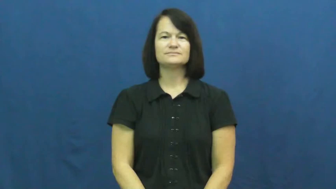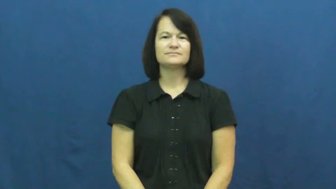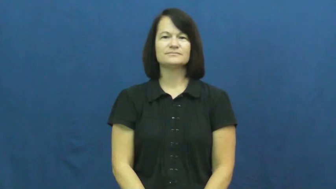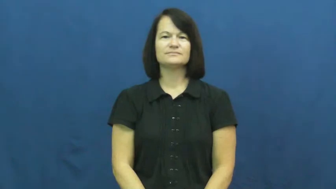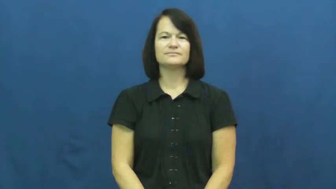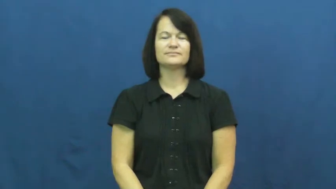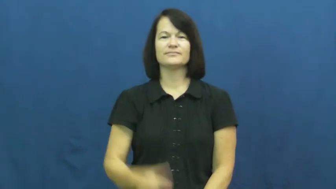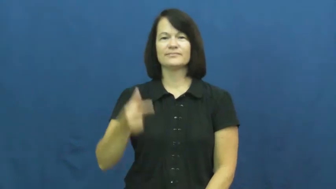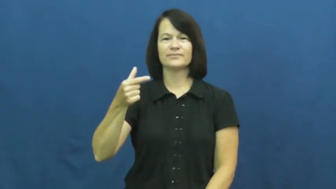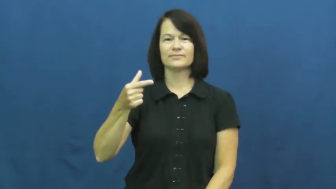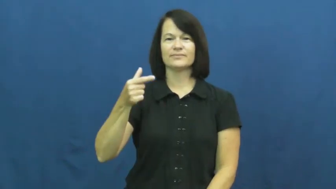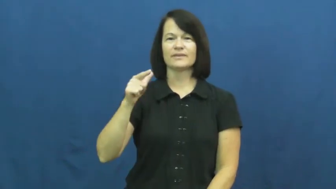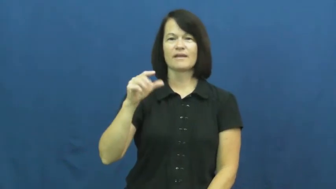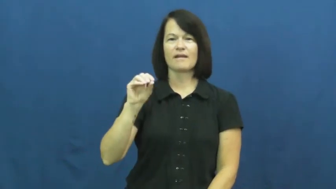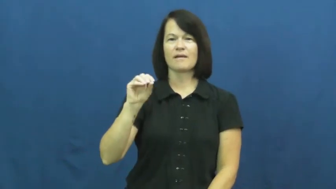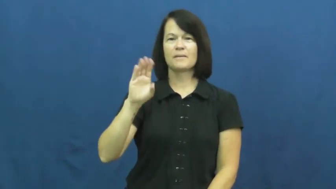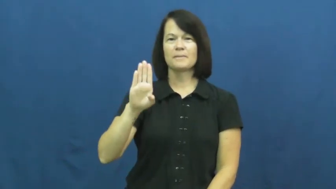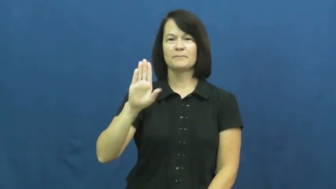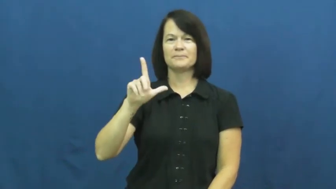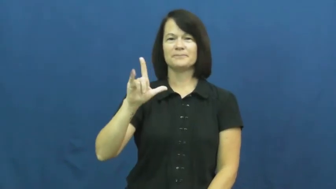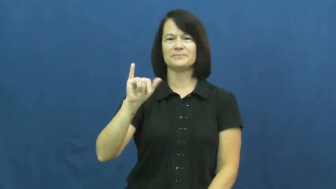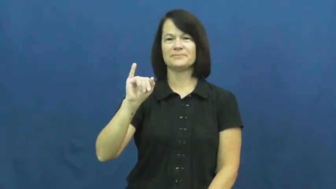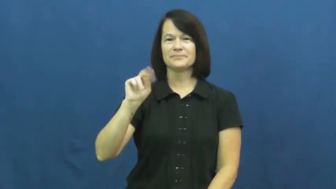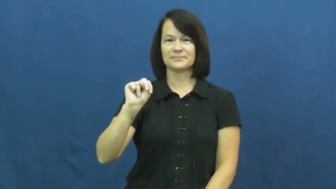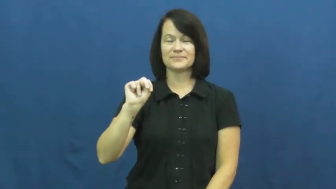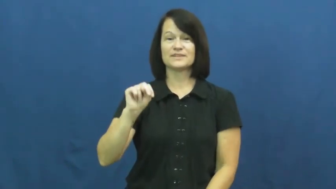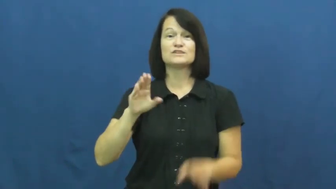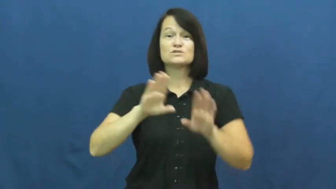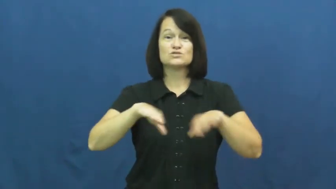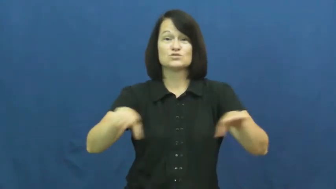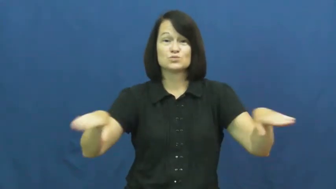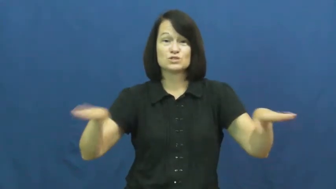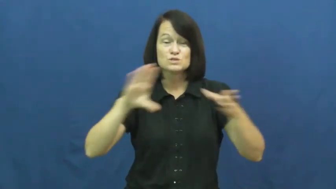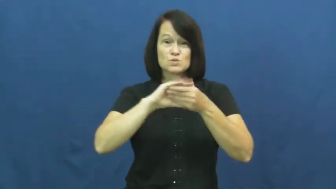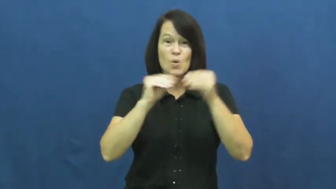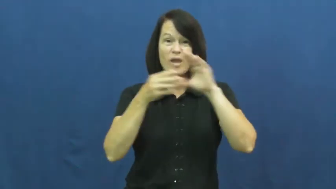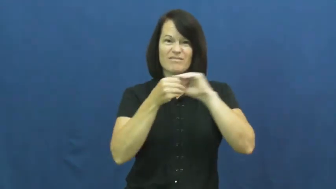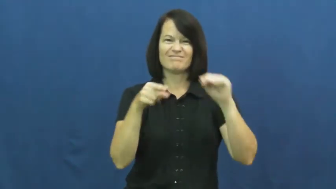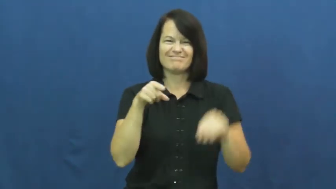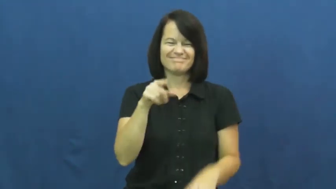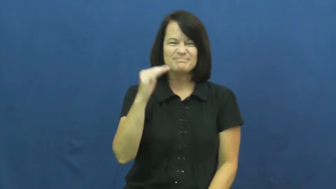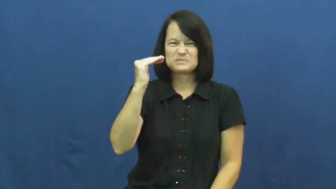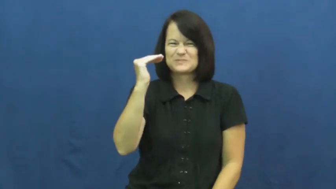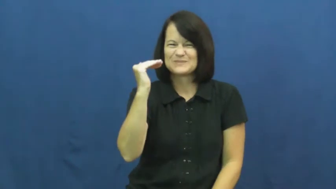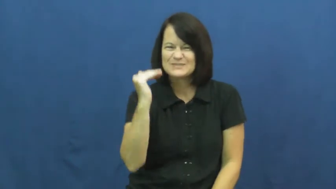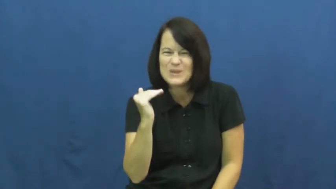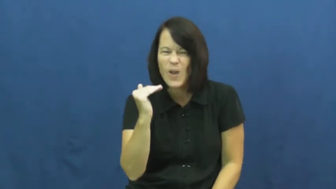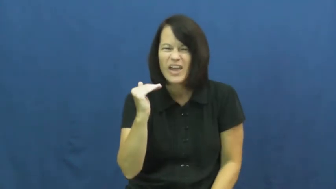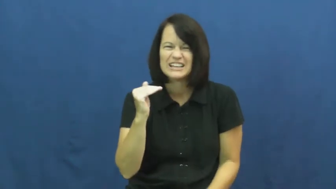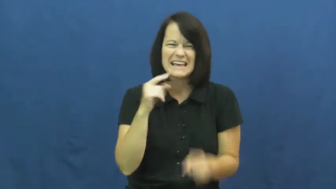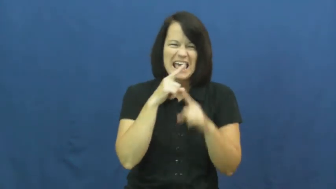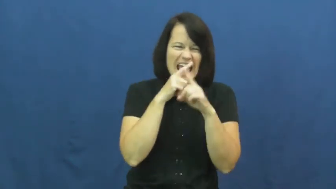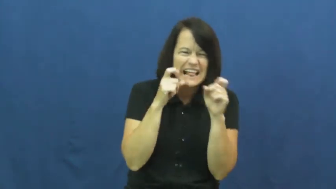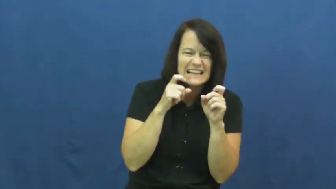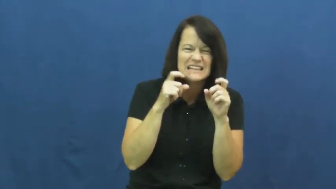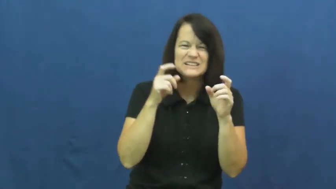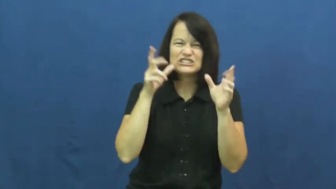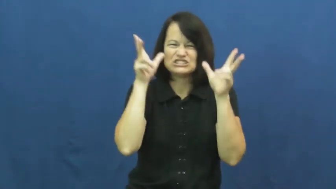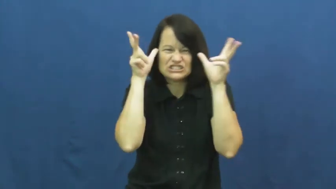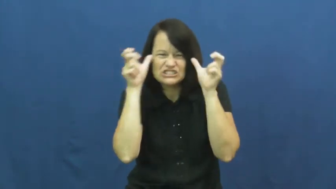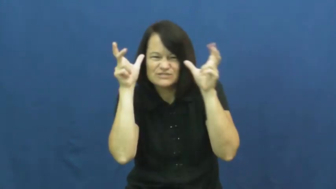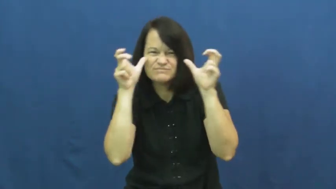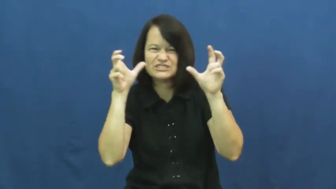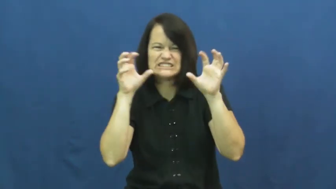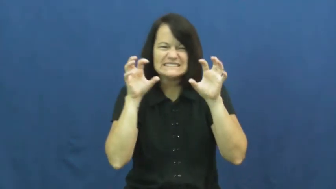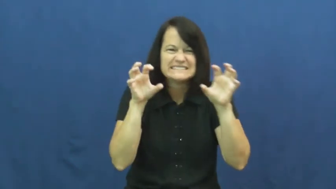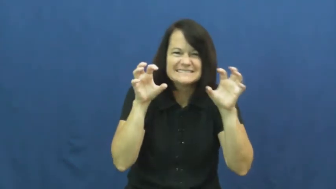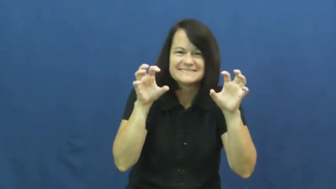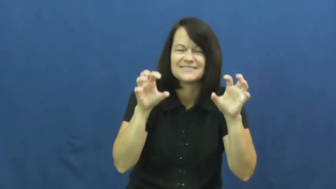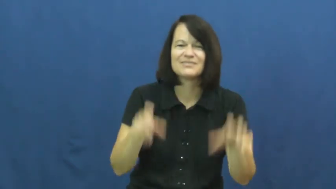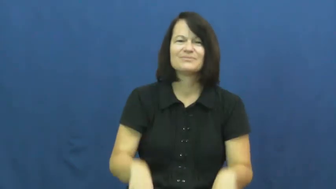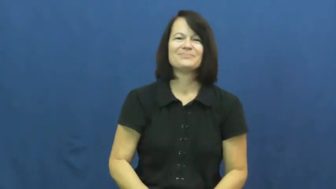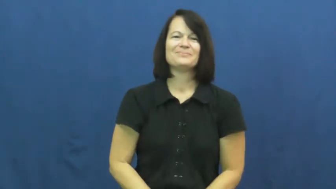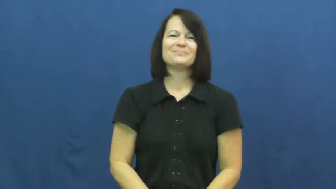goblin,hobgoblin